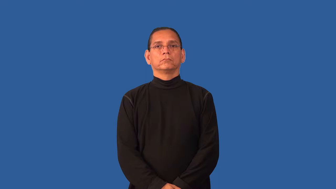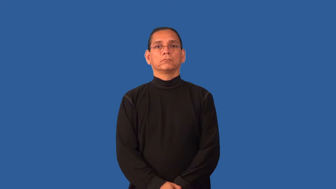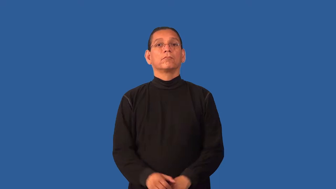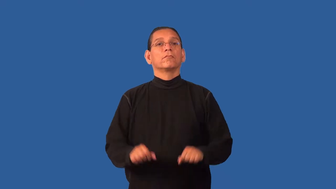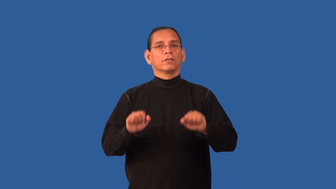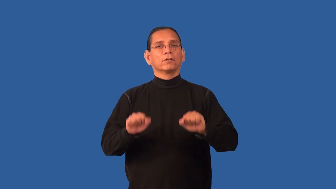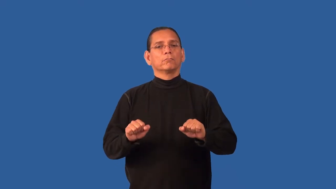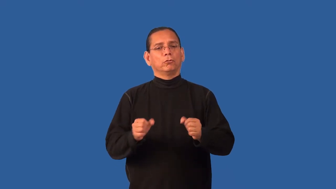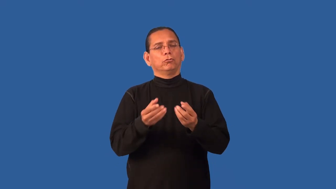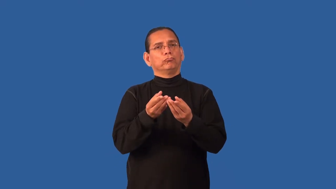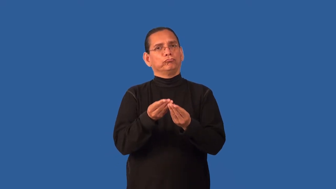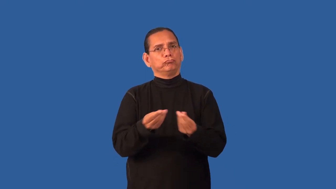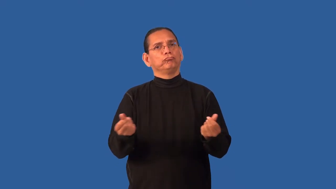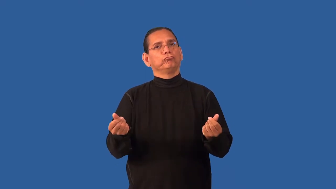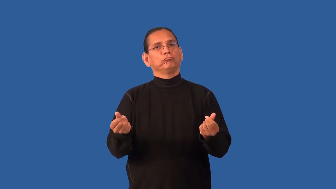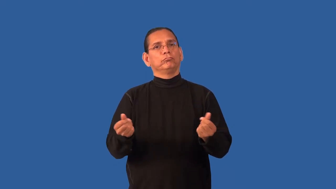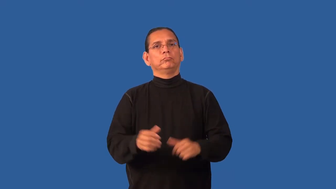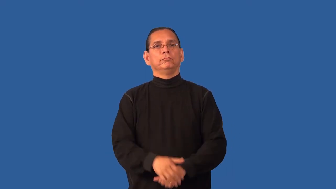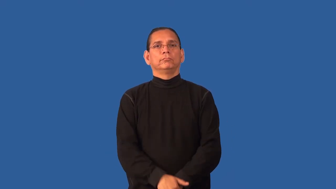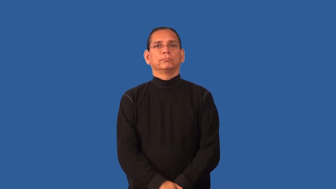degradable